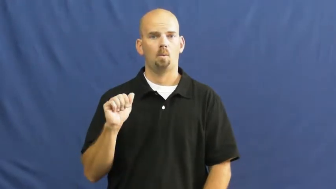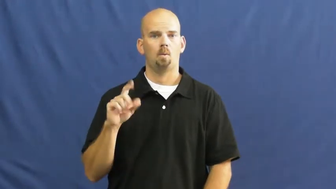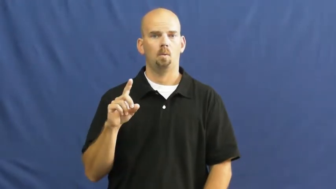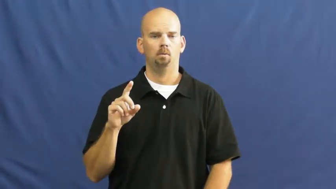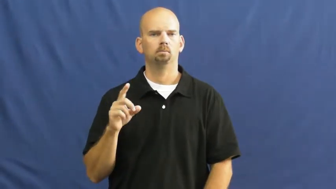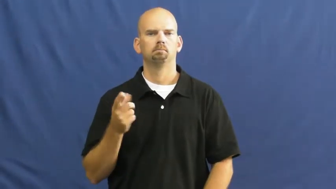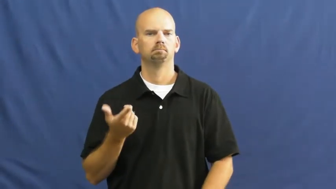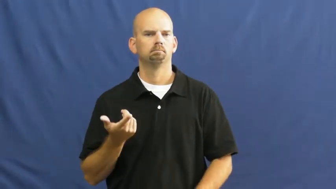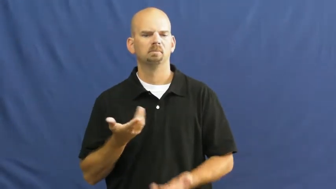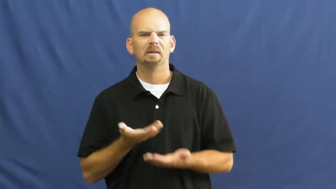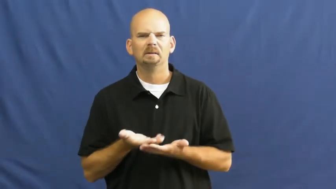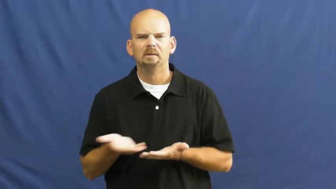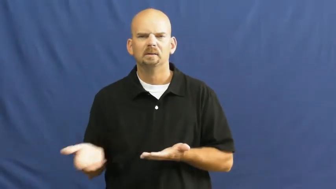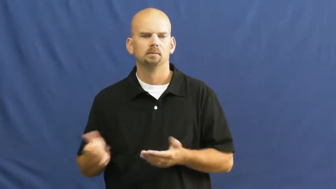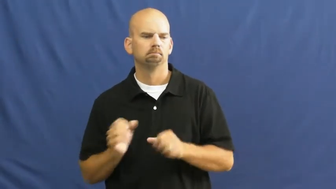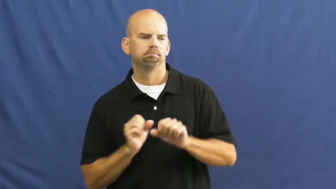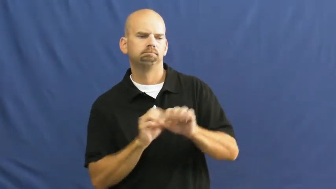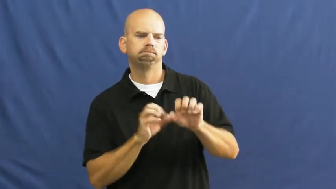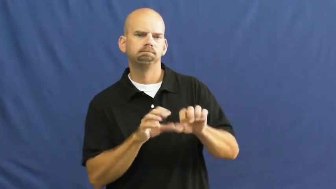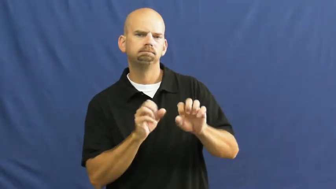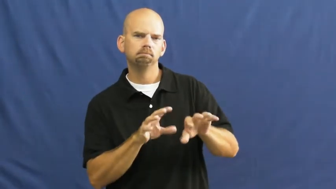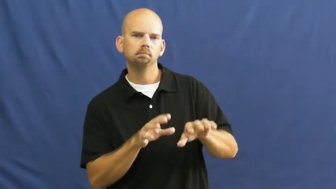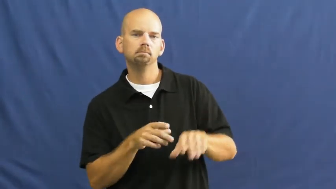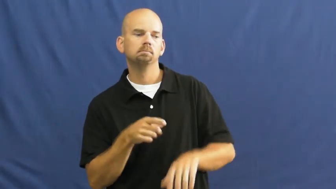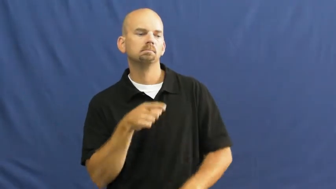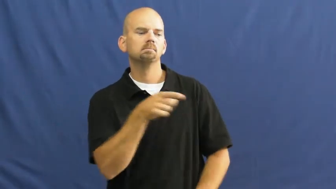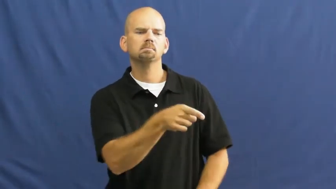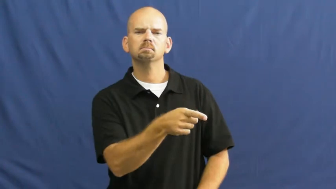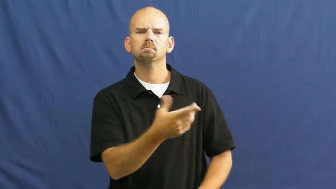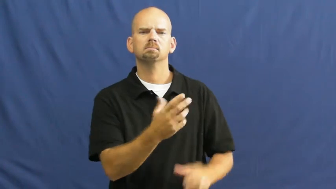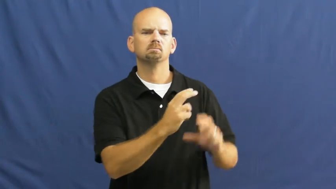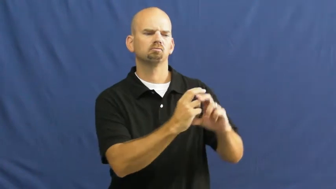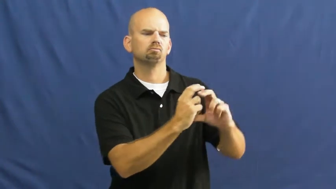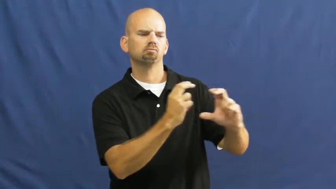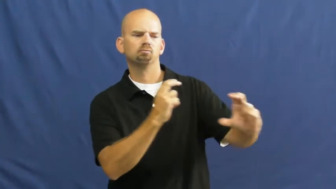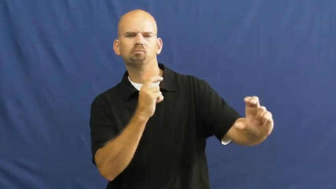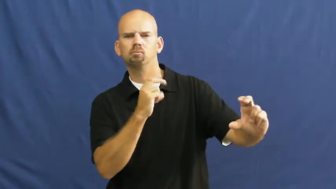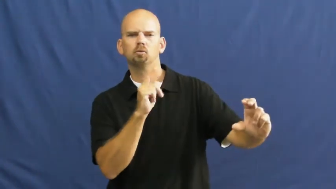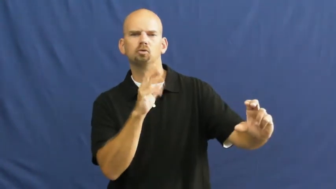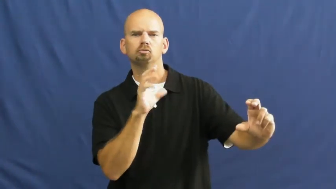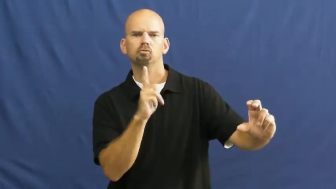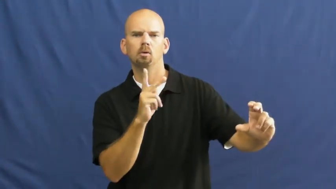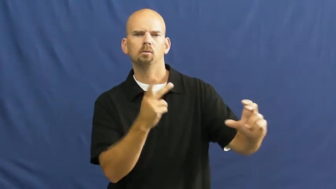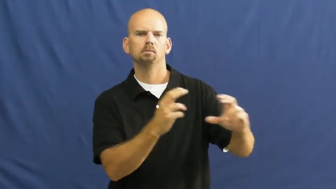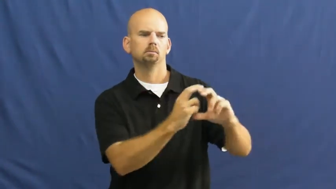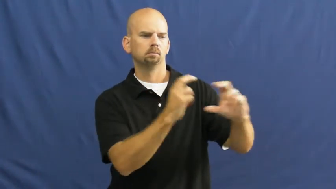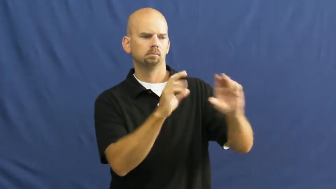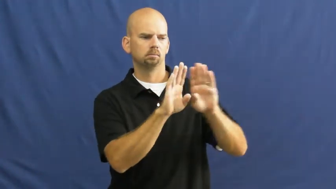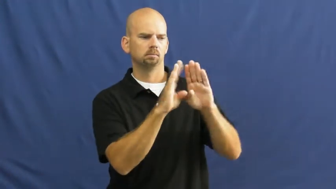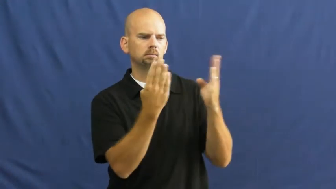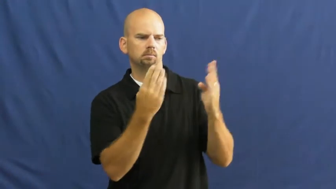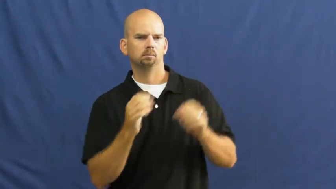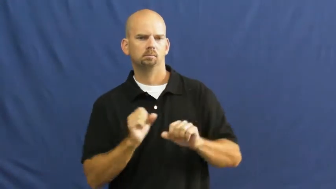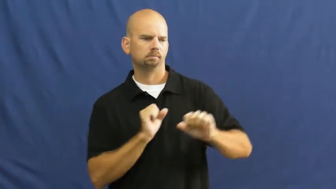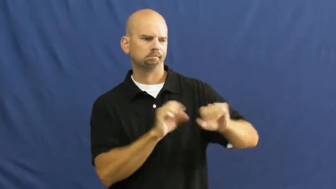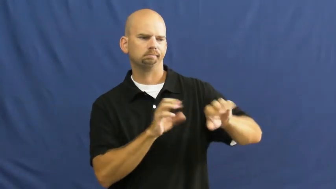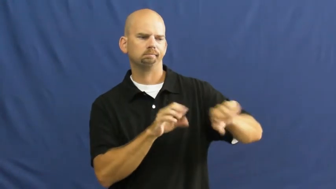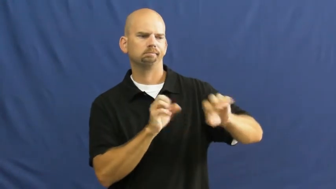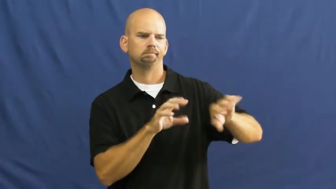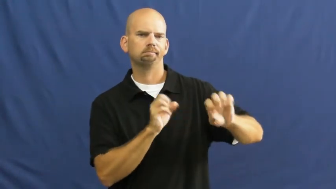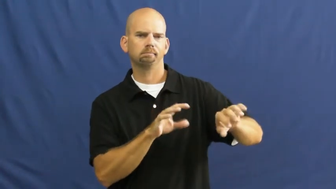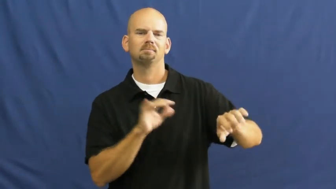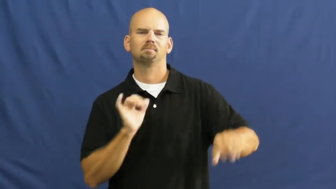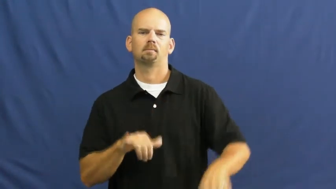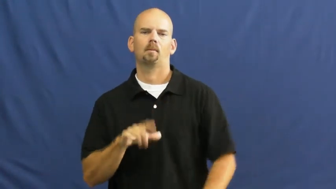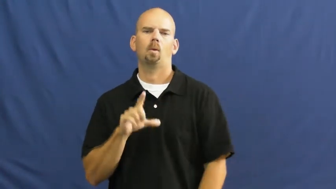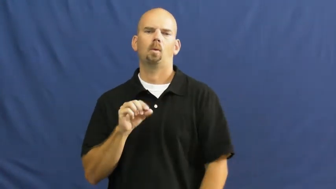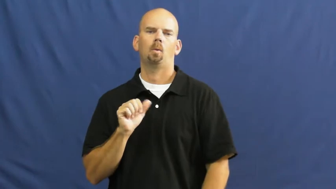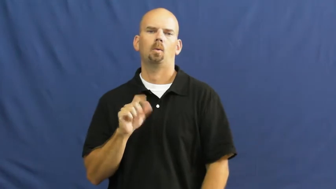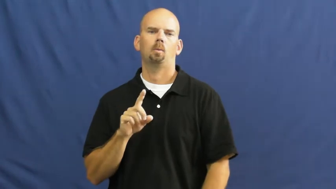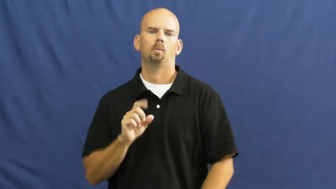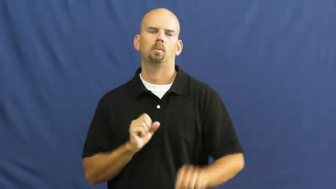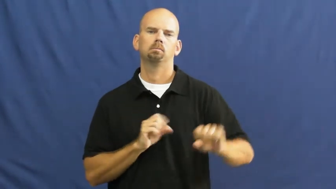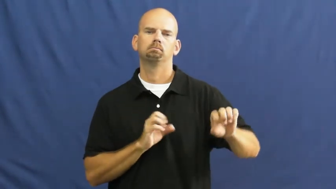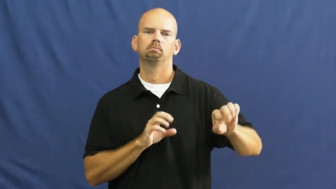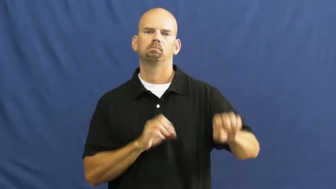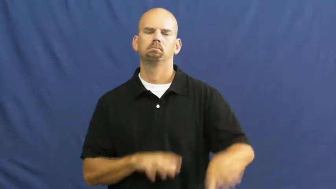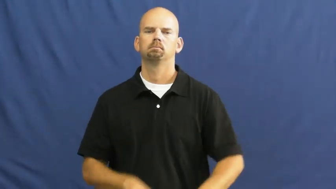load,stowage-truck